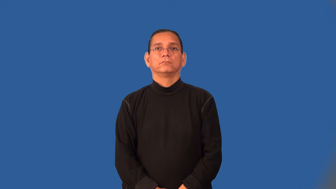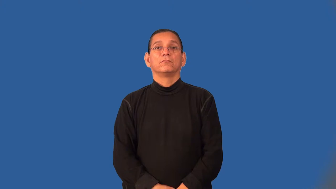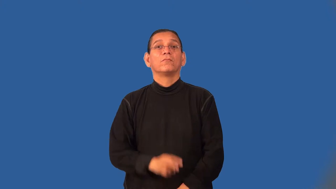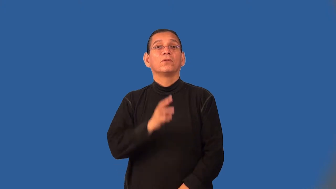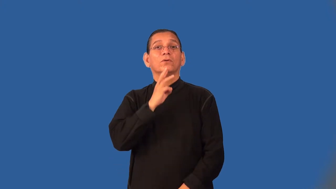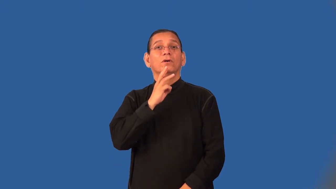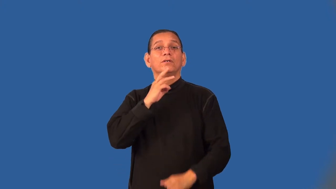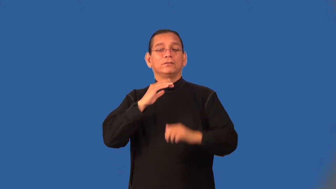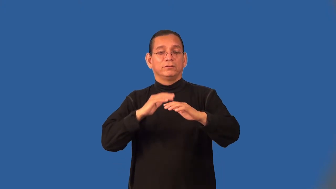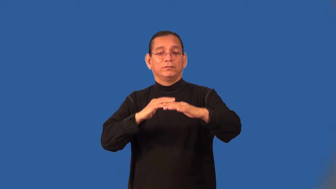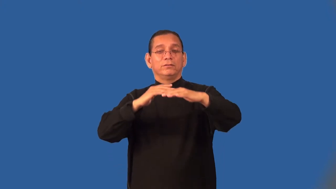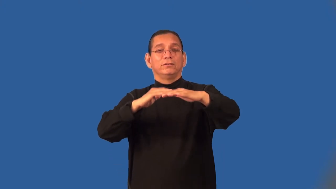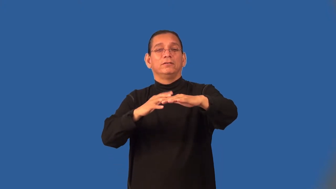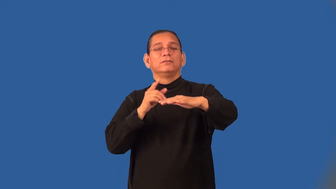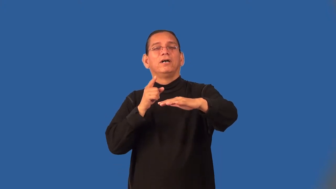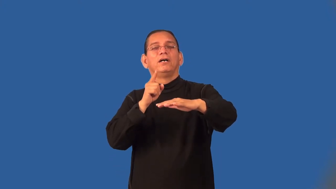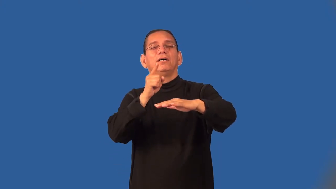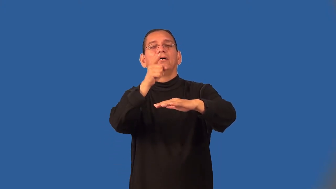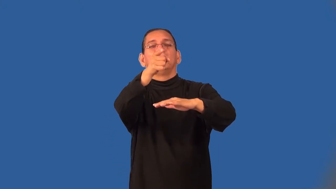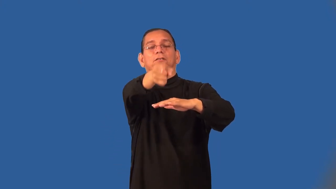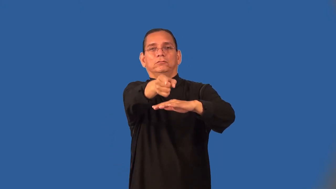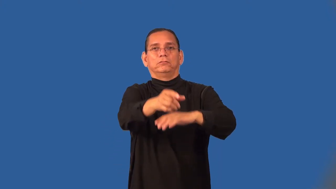overseas